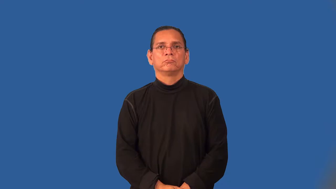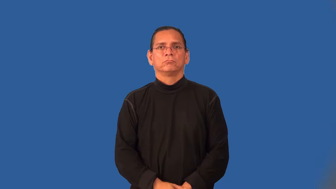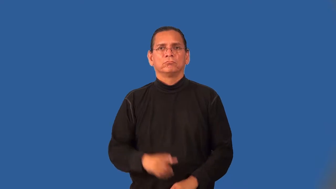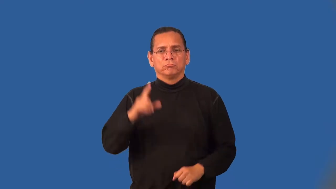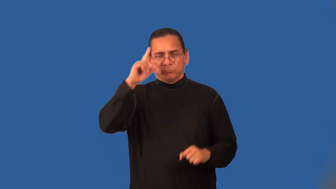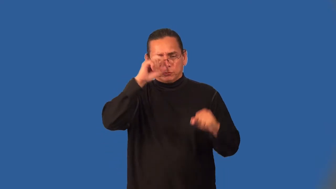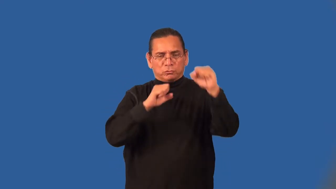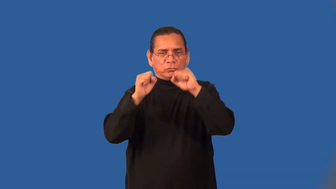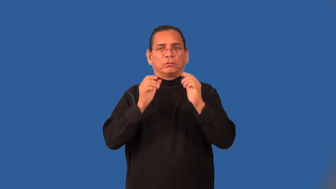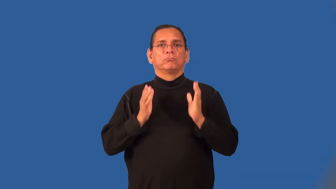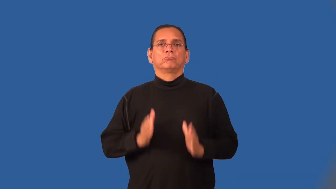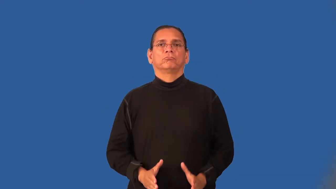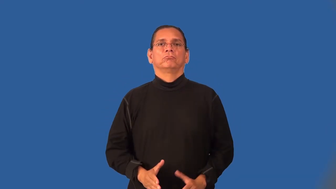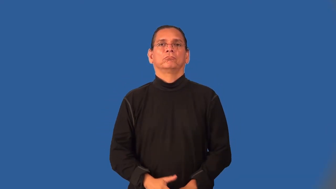strategist